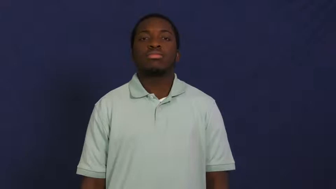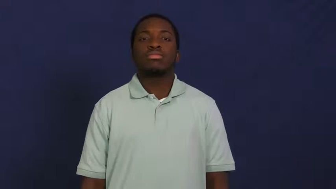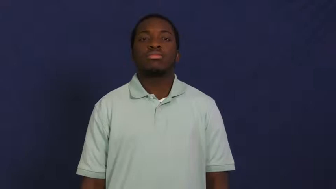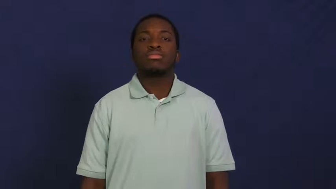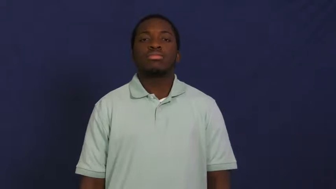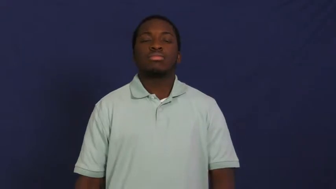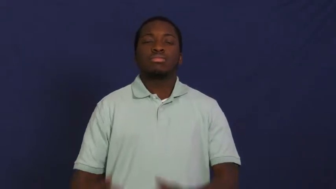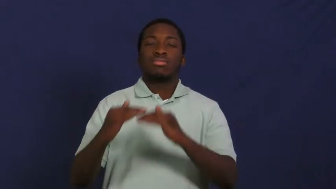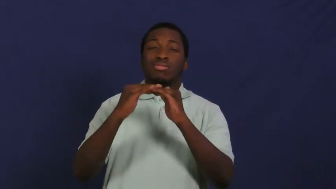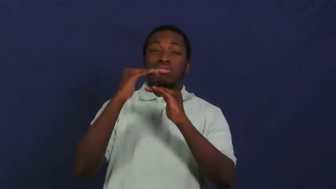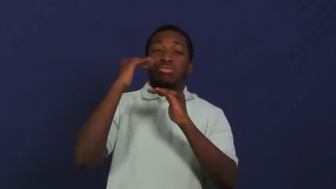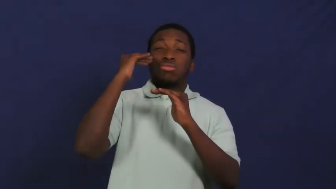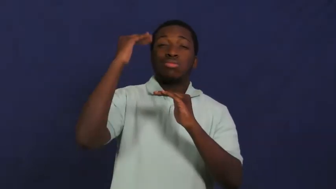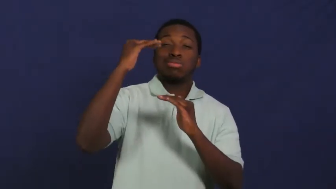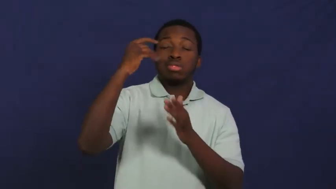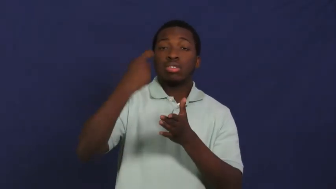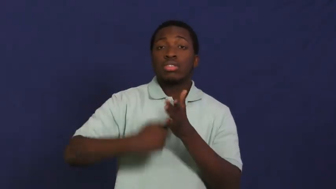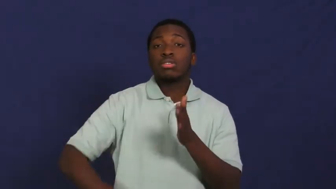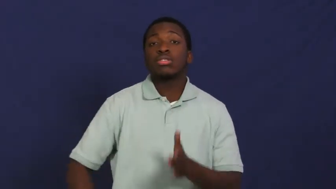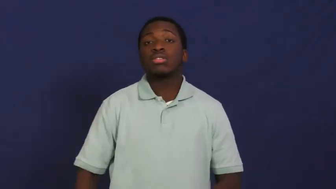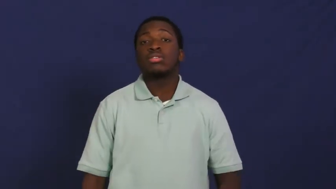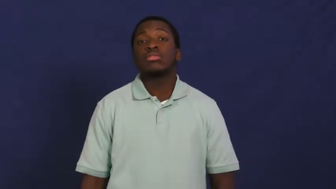overcharge